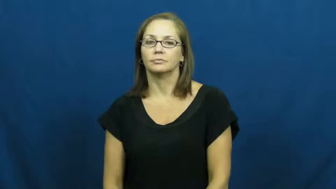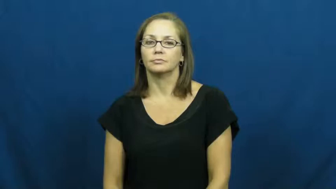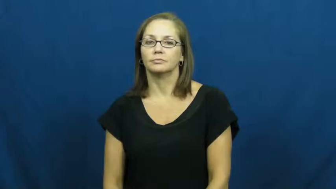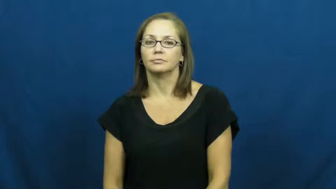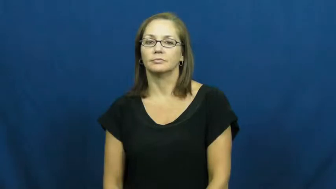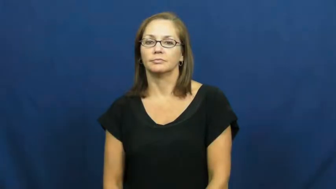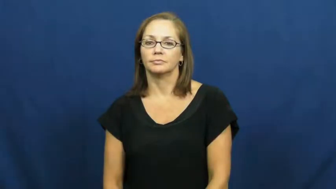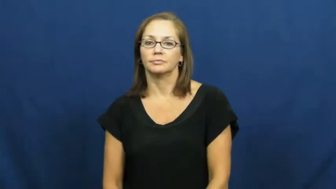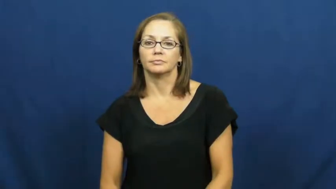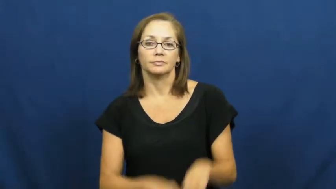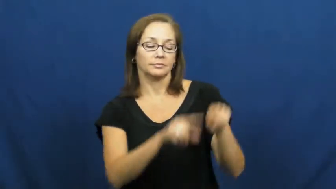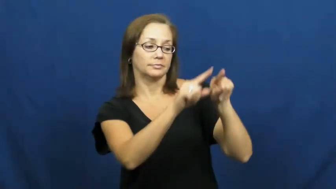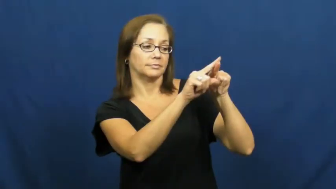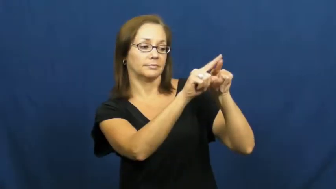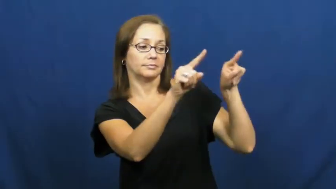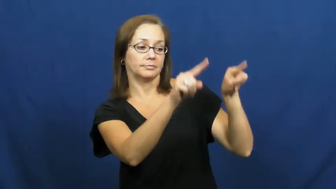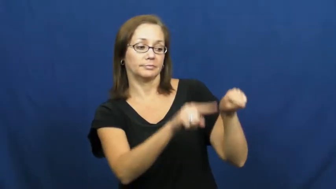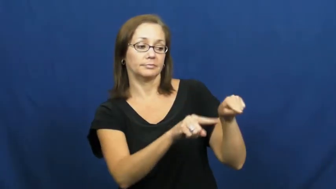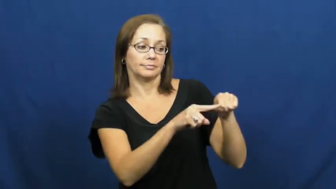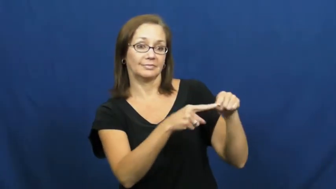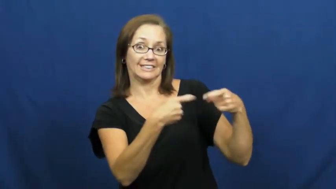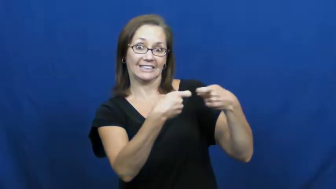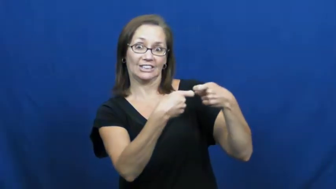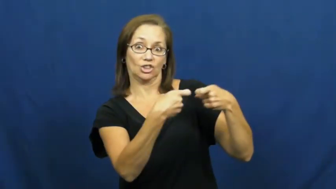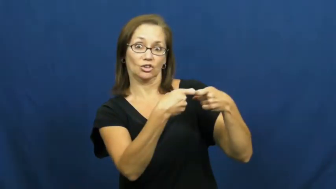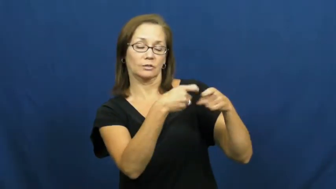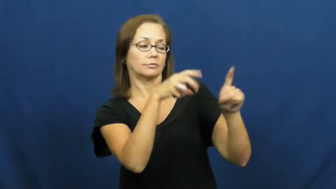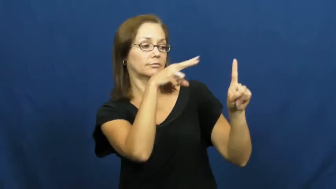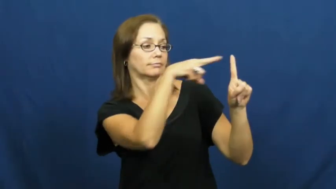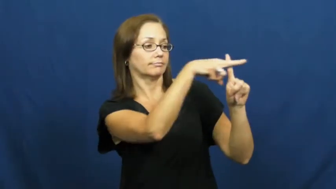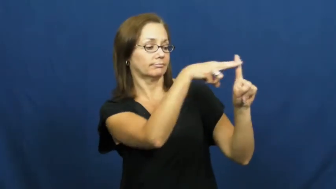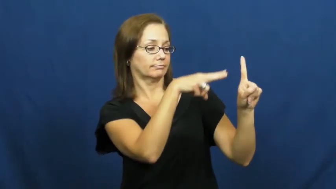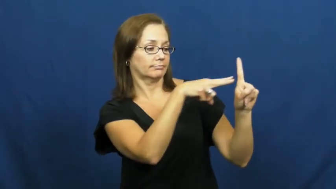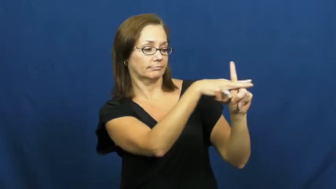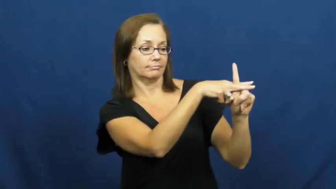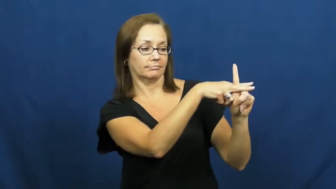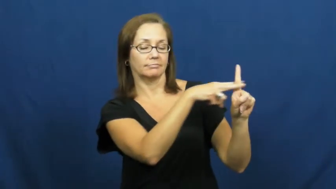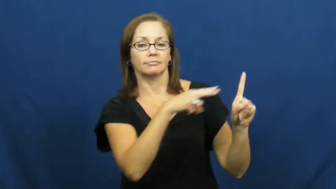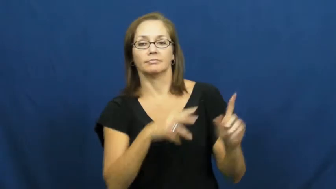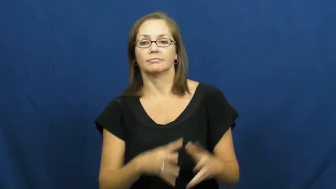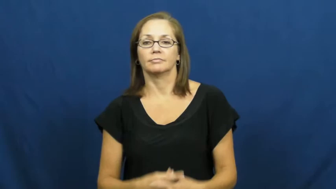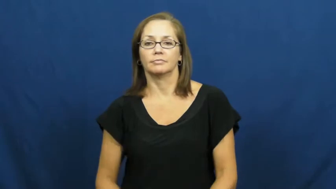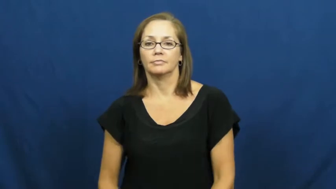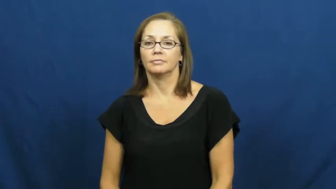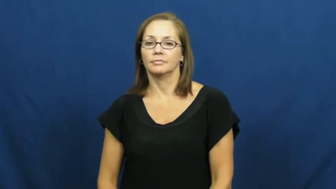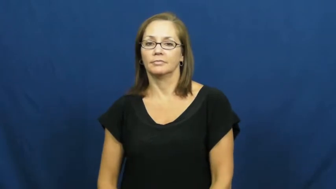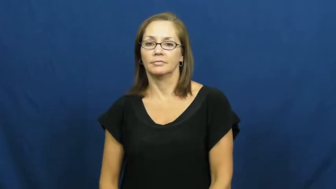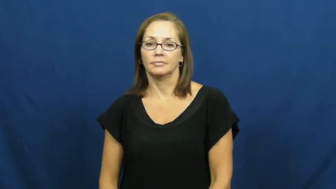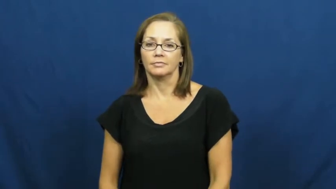outlet,socket-electric